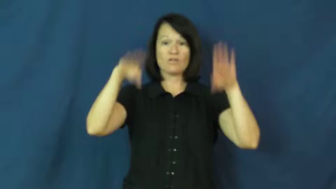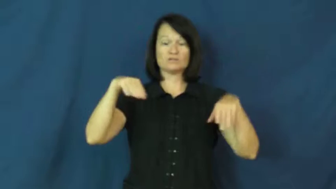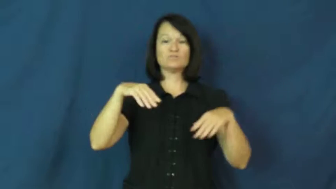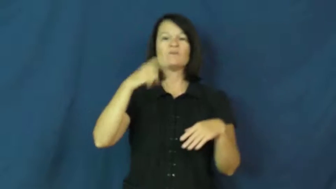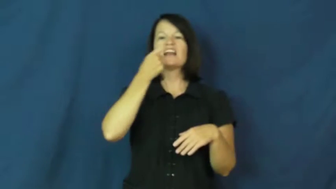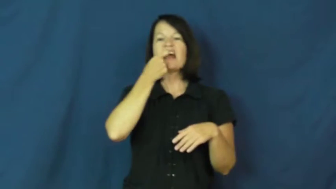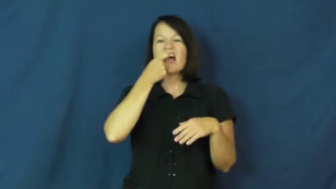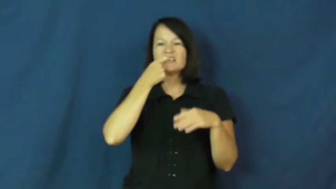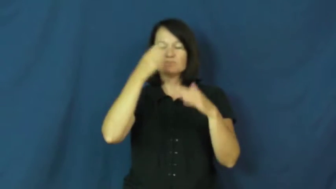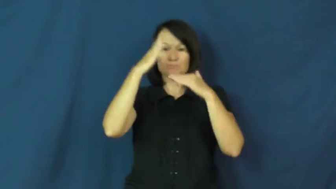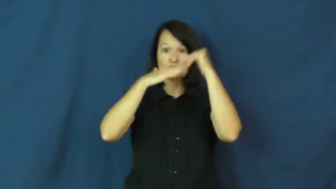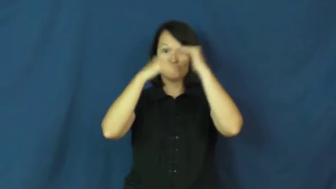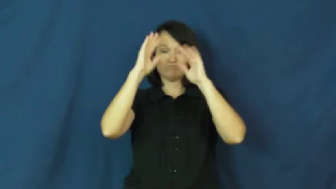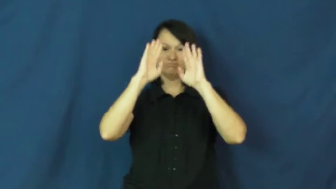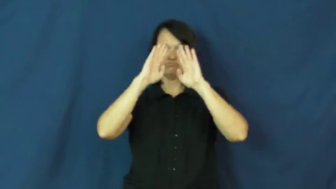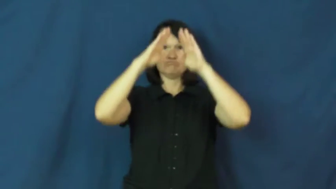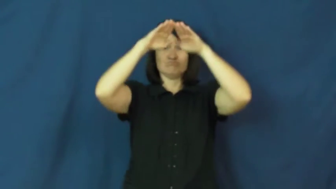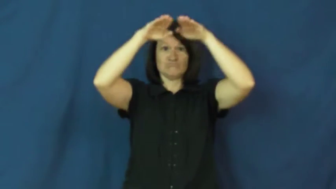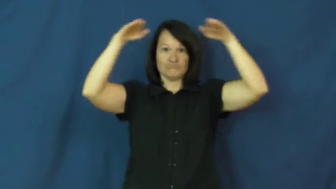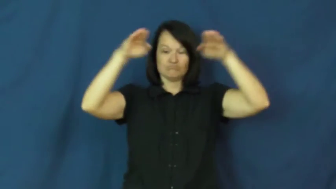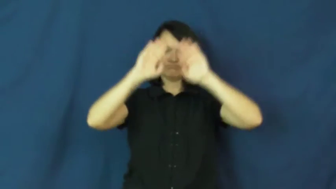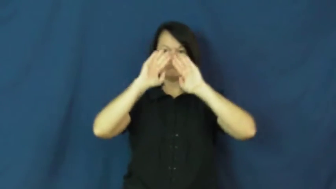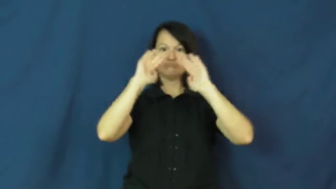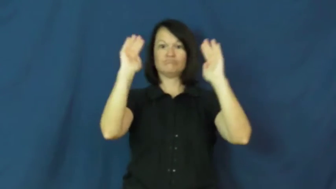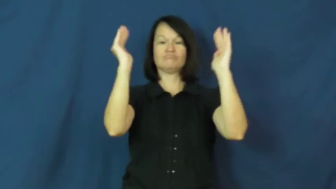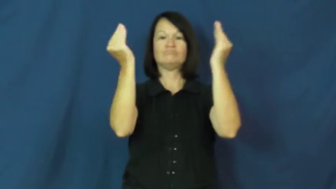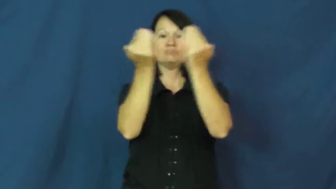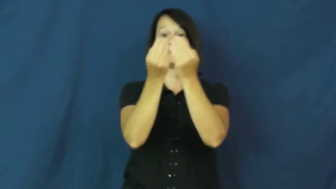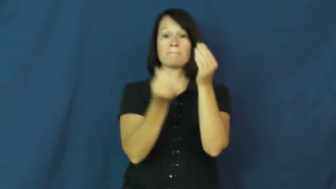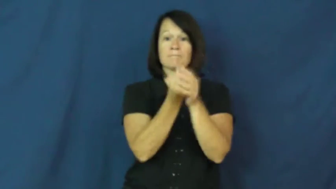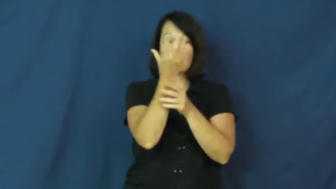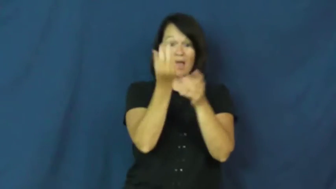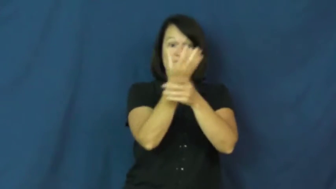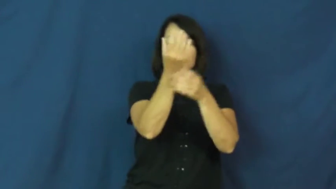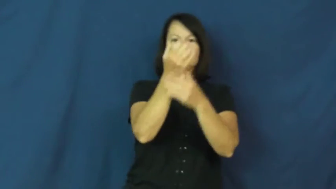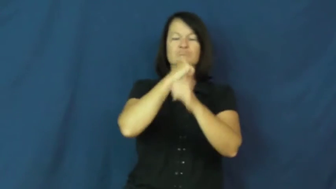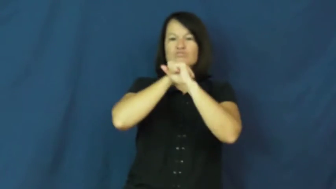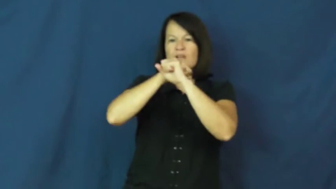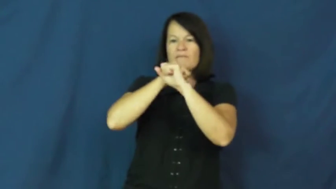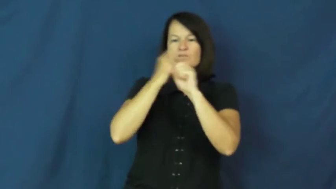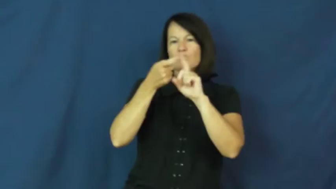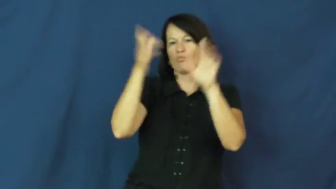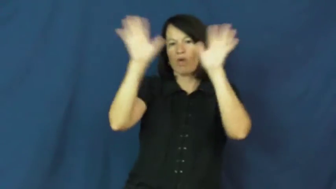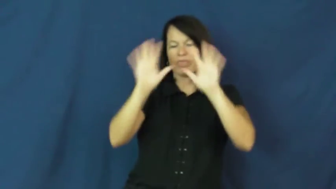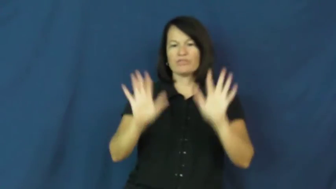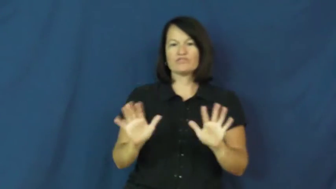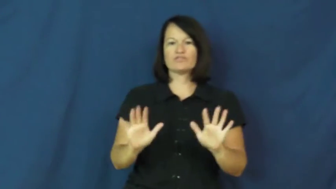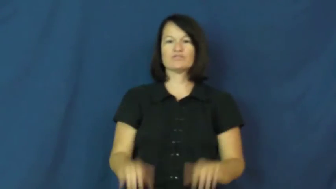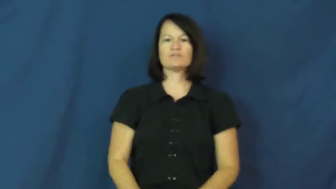greenhouse,conservatory,glasshouse,hothouse